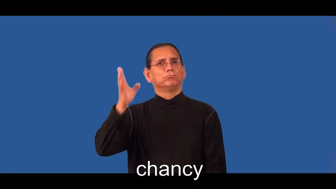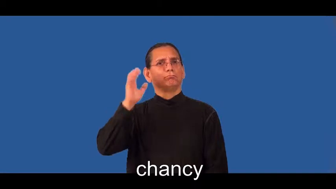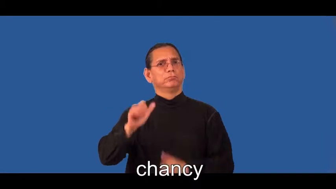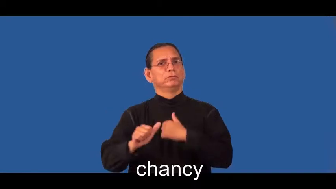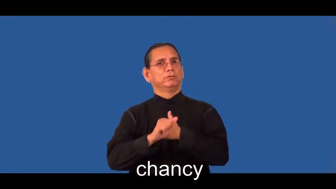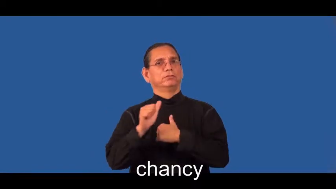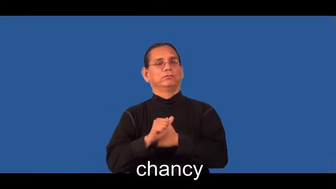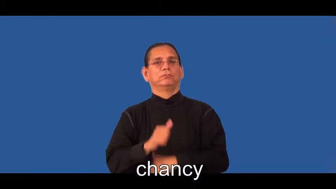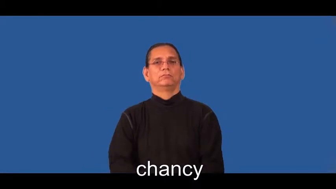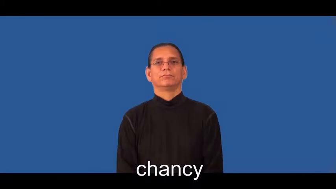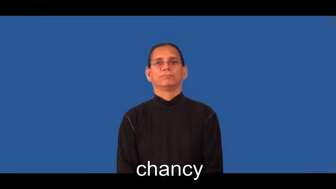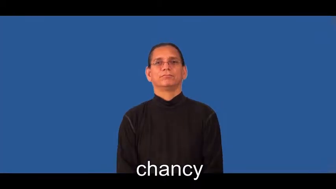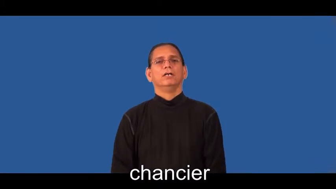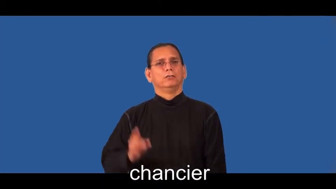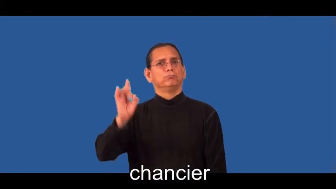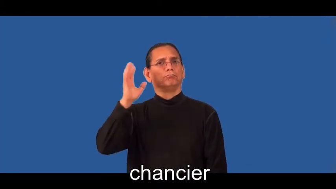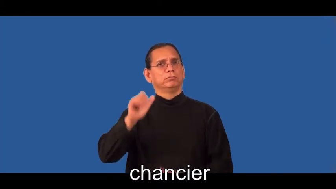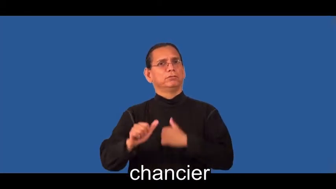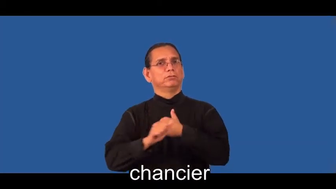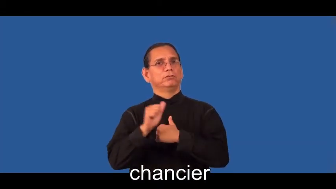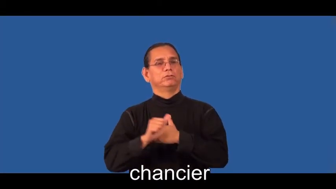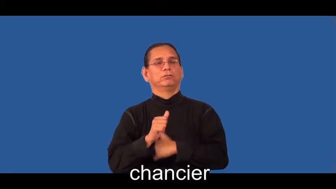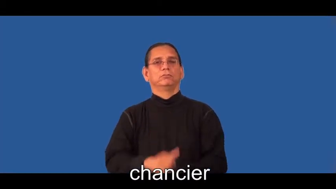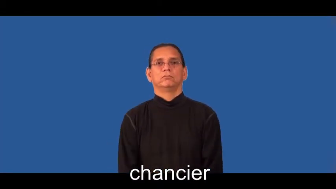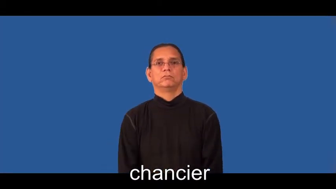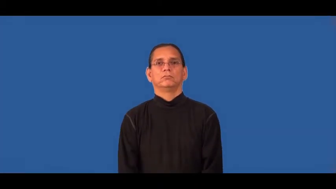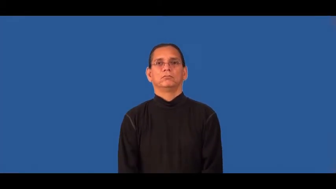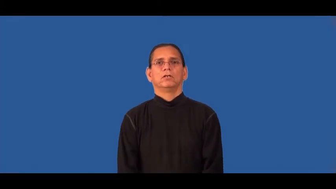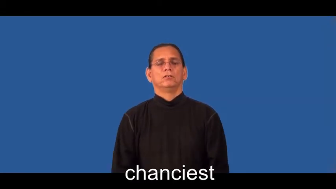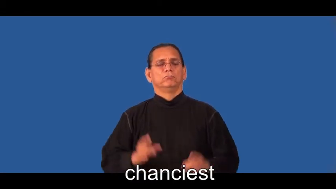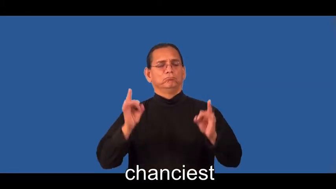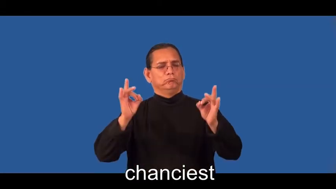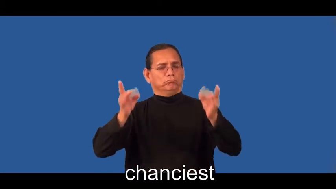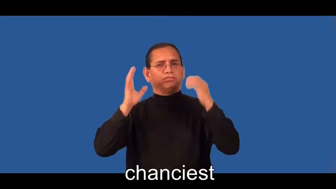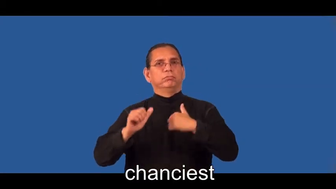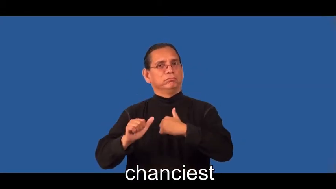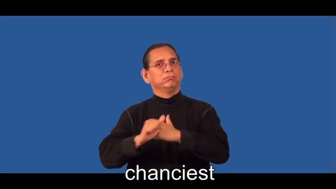chancier,chanciest